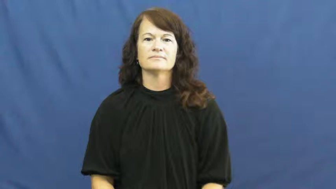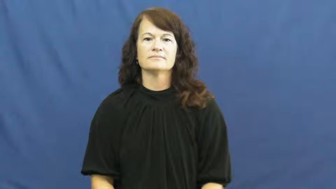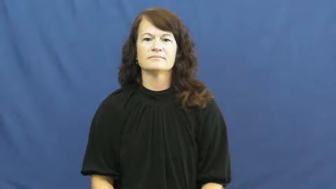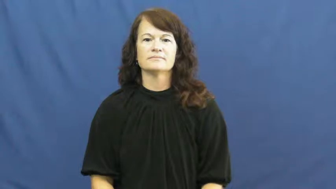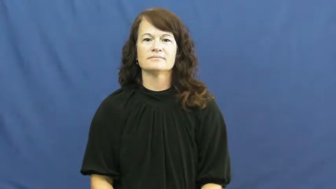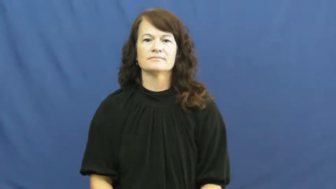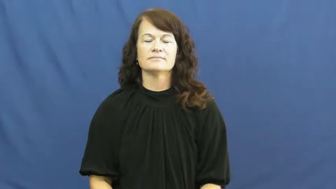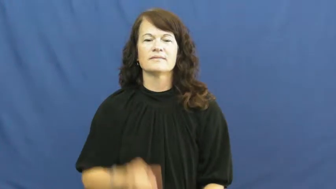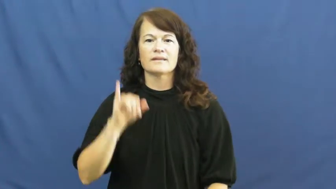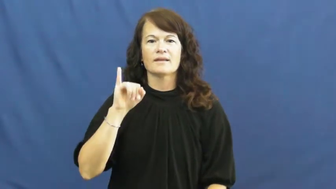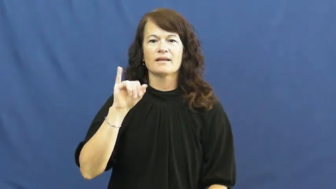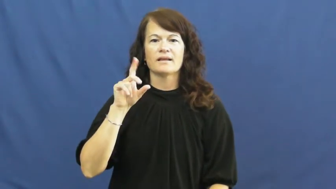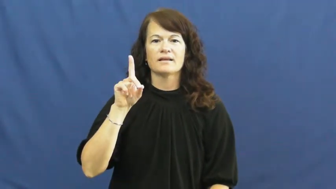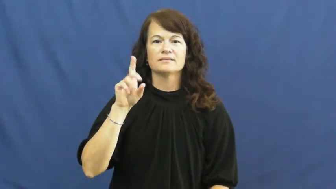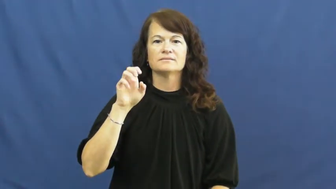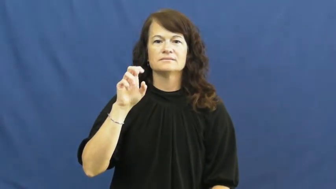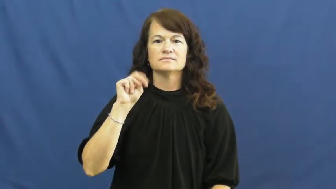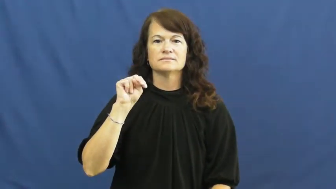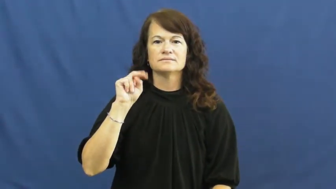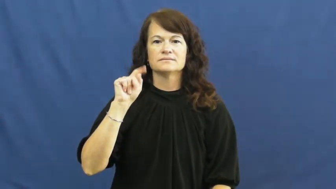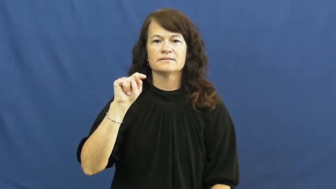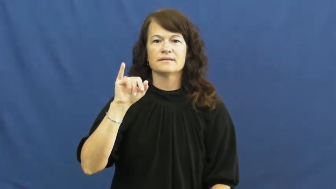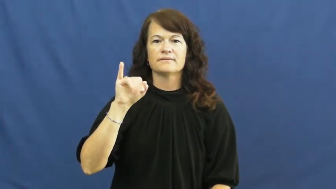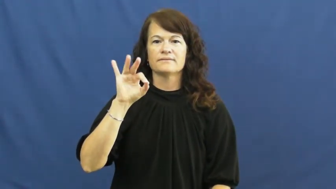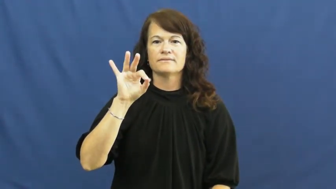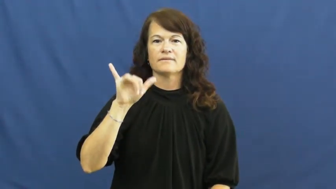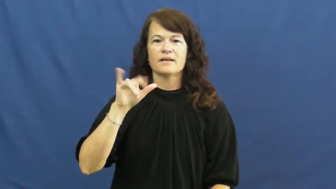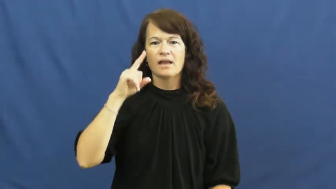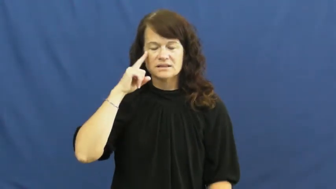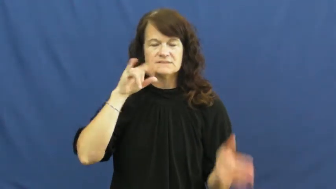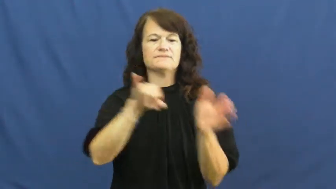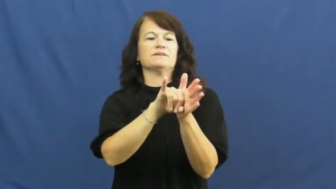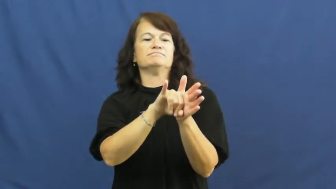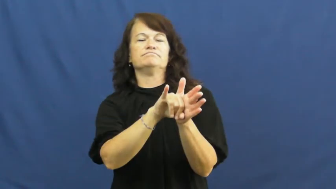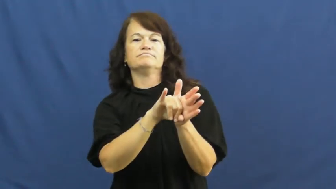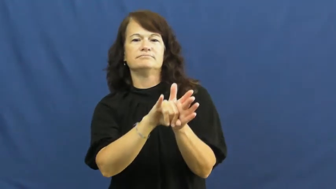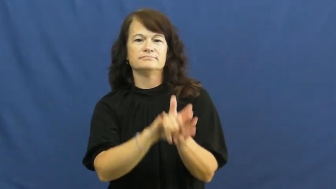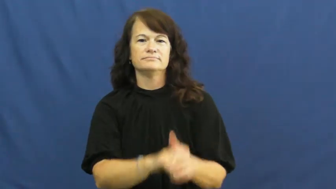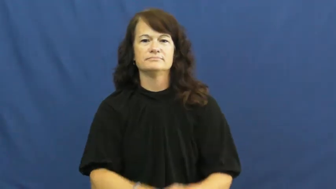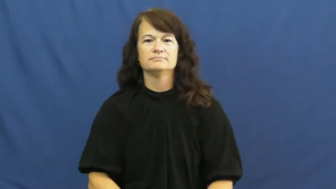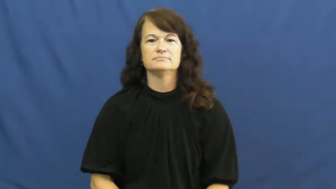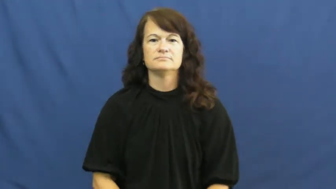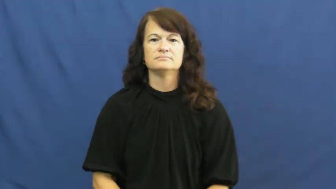identify